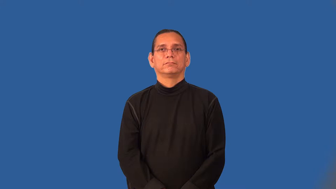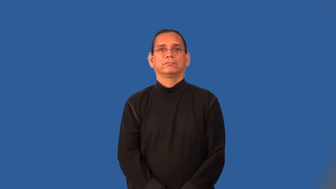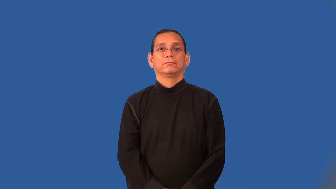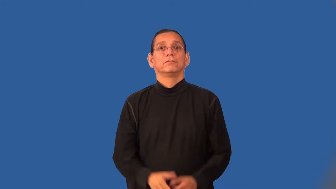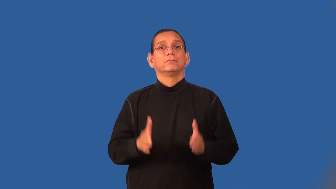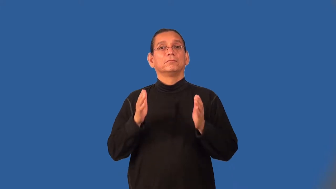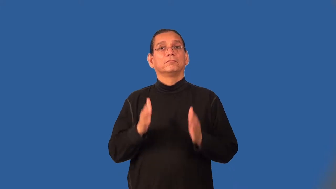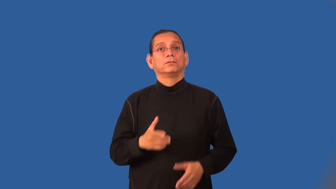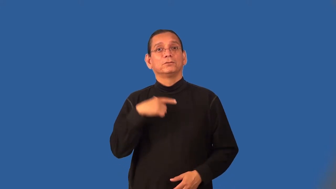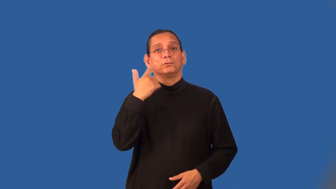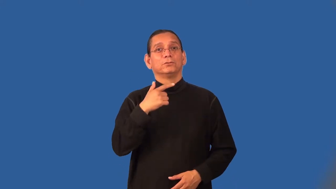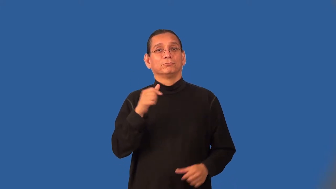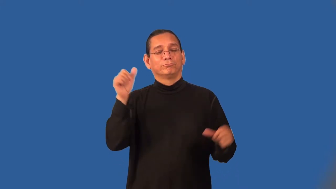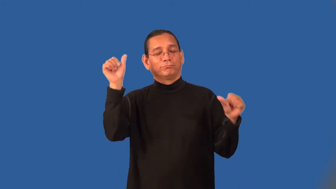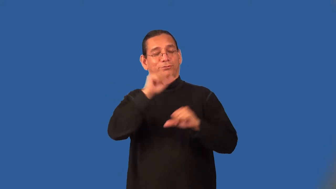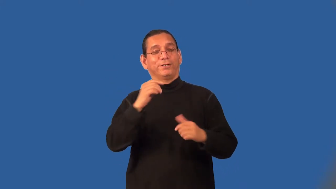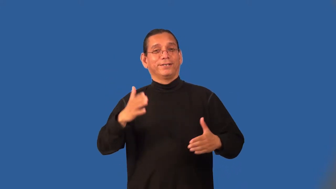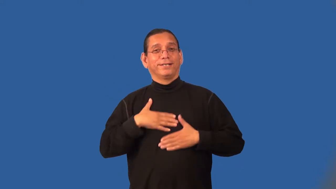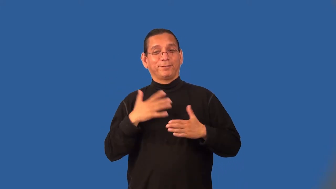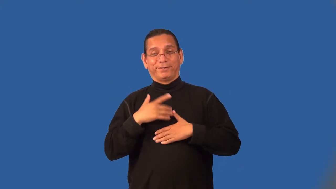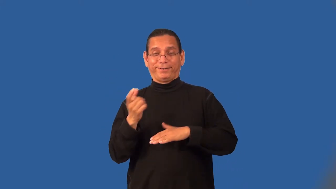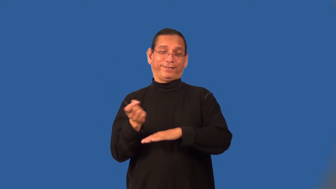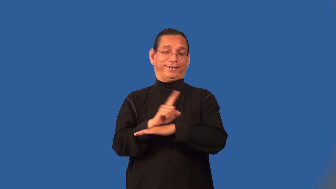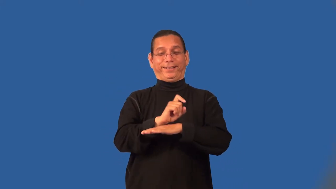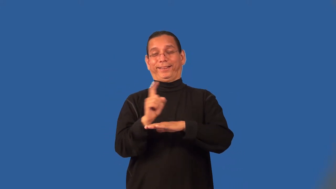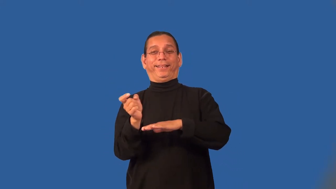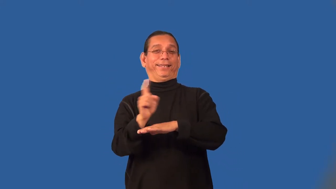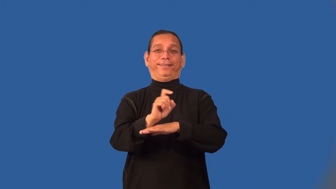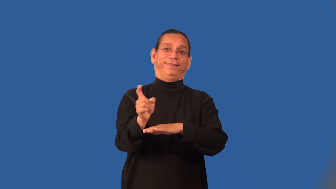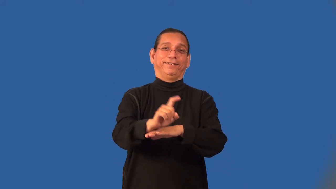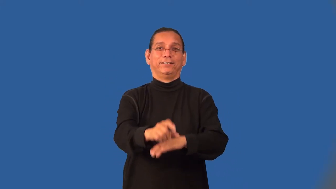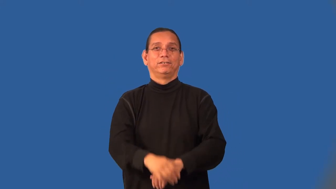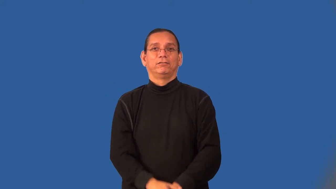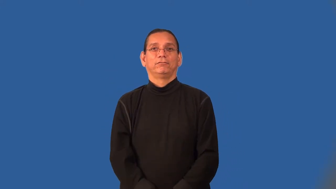carouser